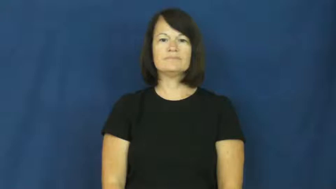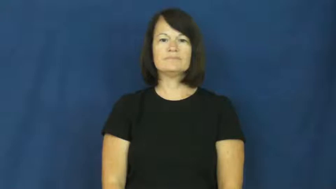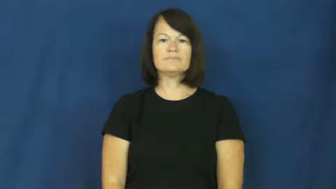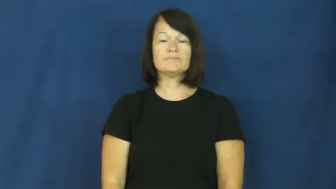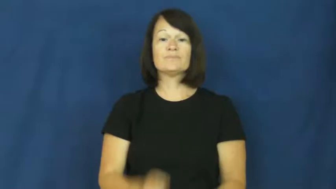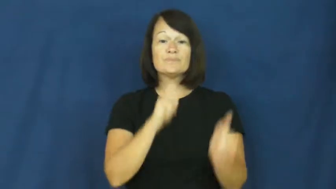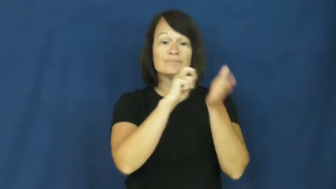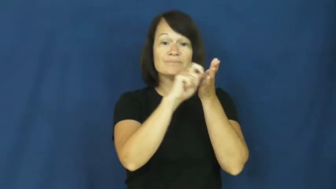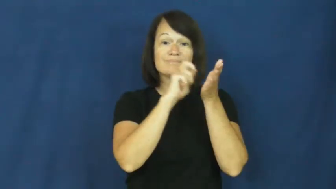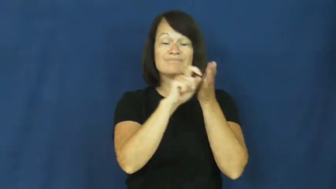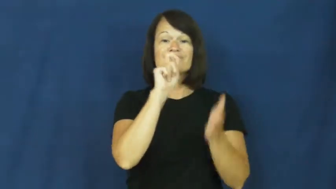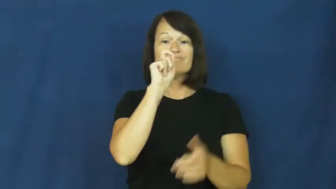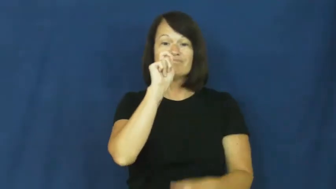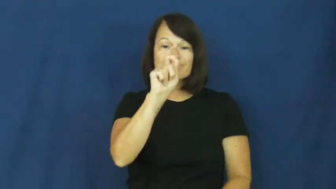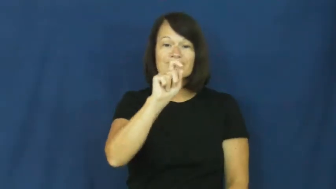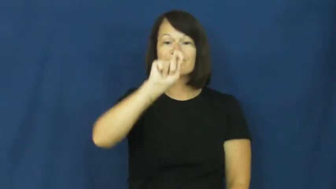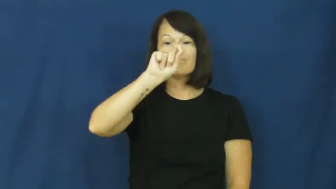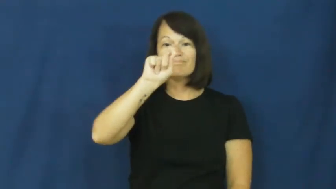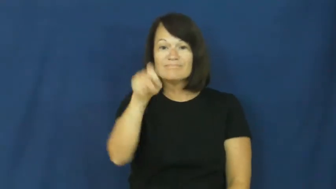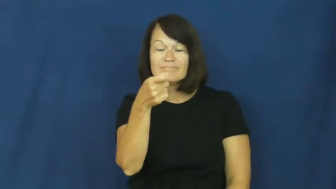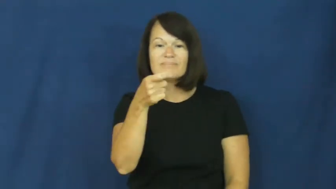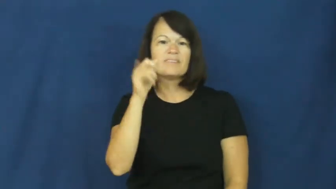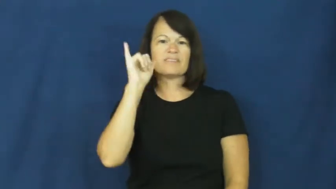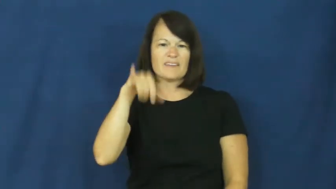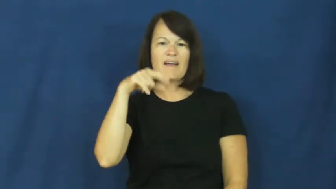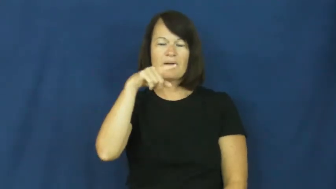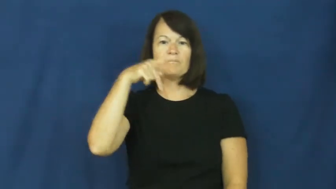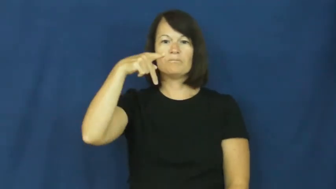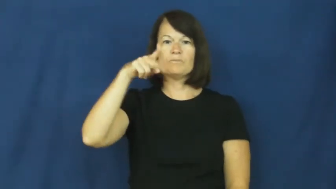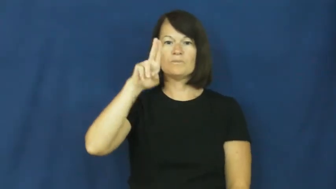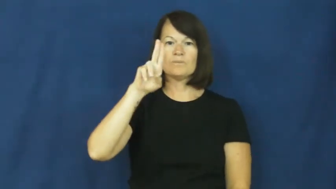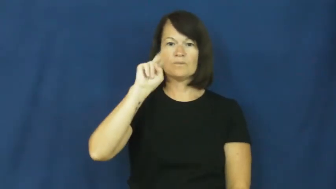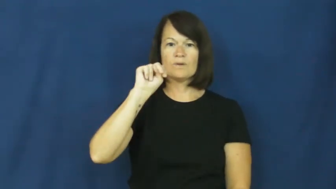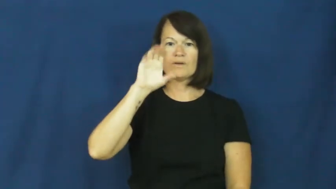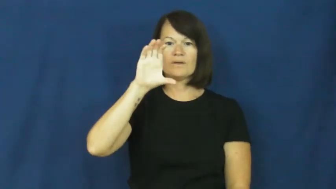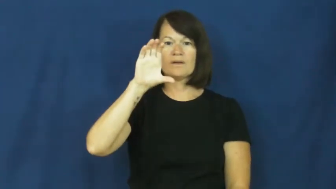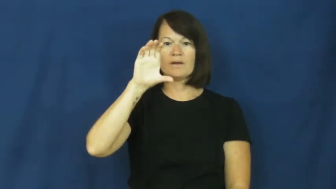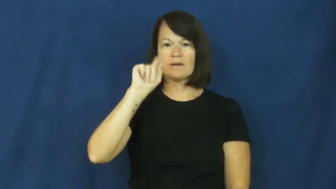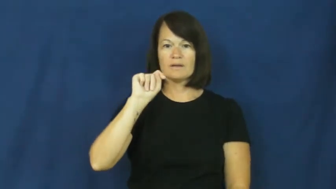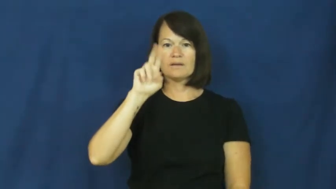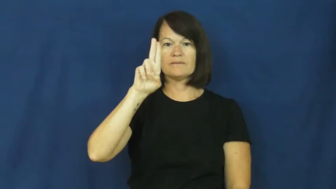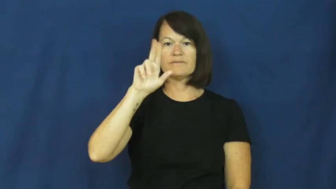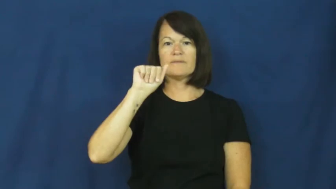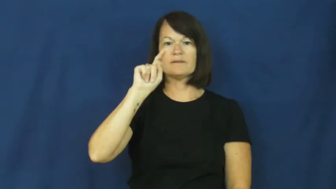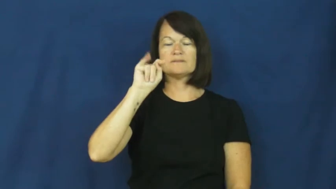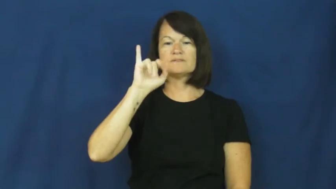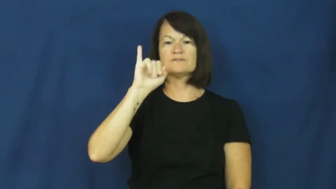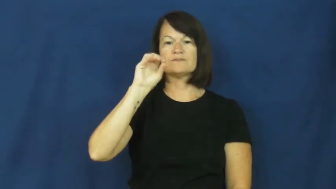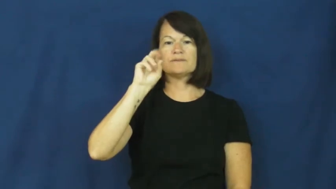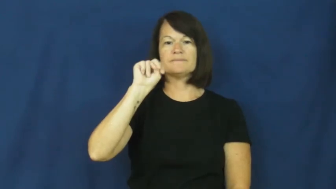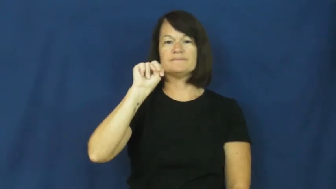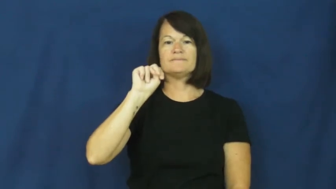punctuation